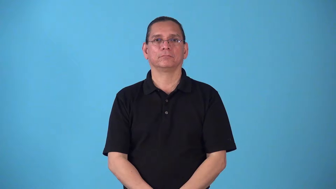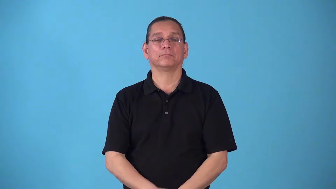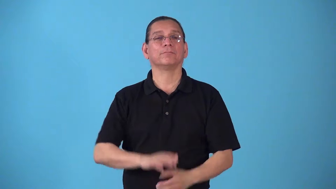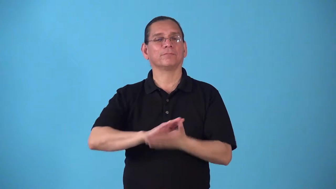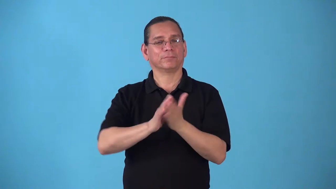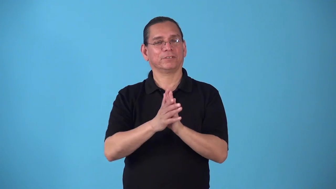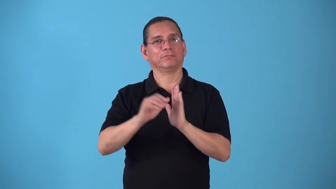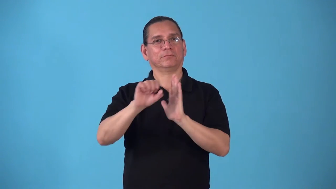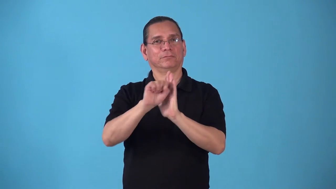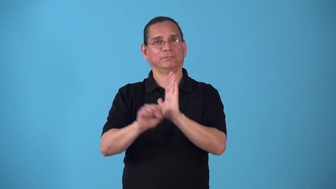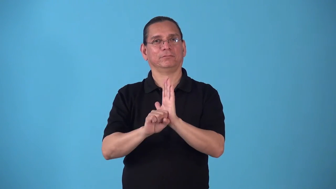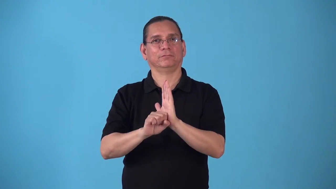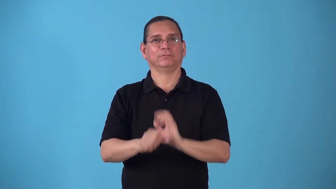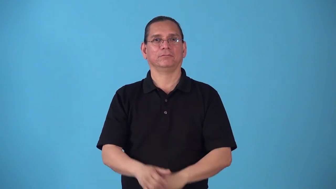statehood